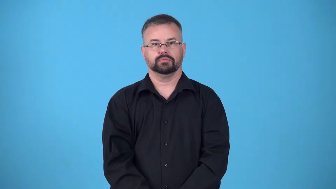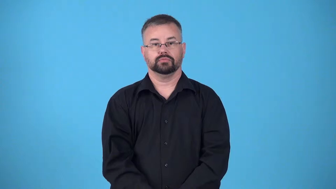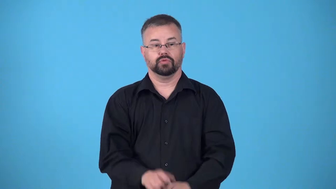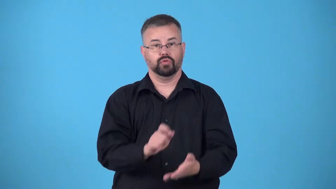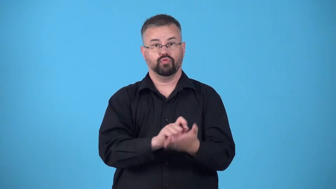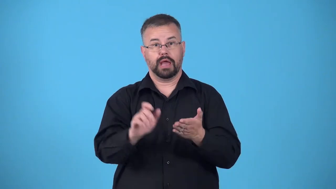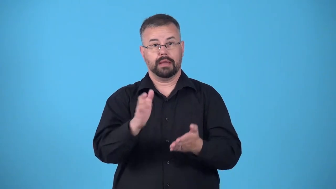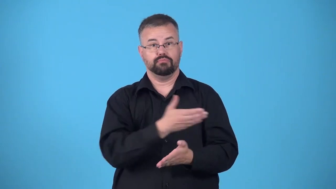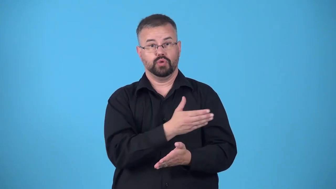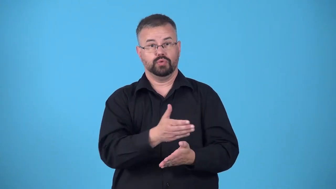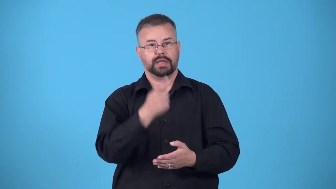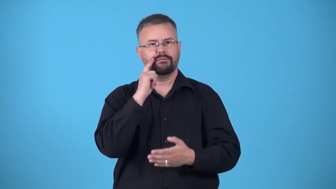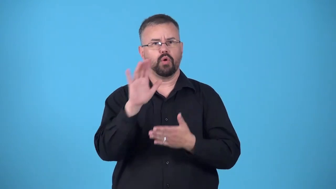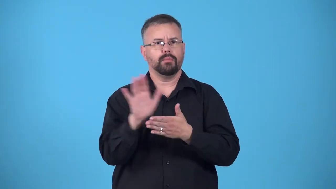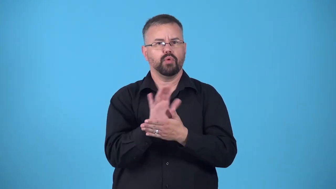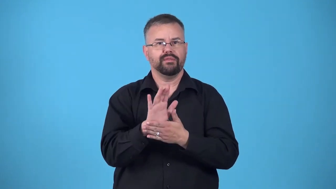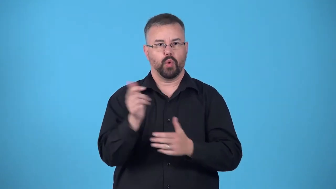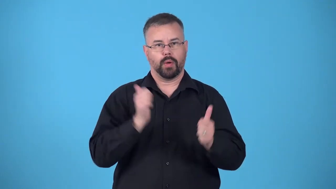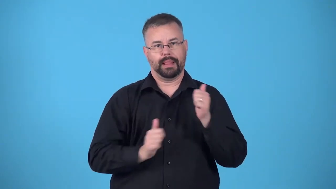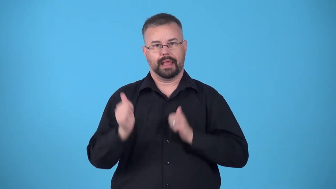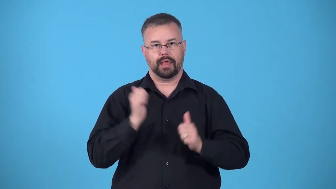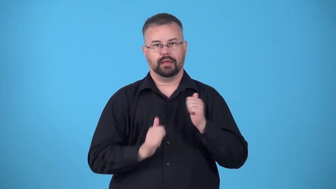score-music